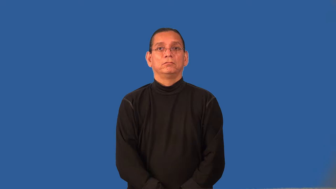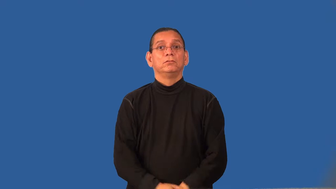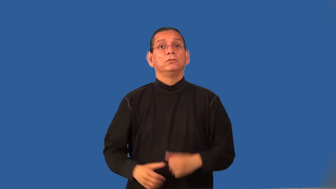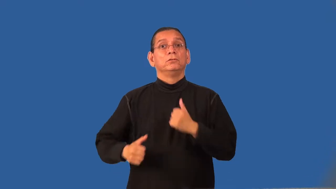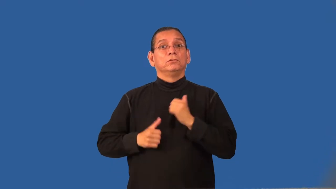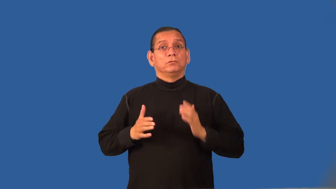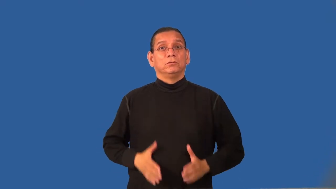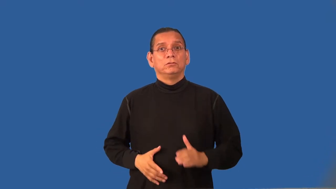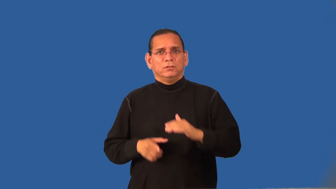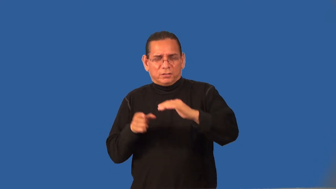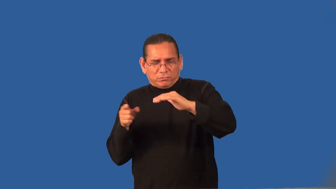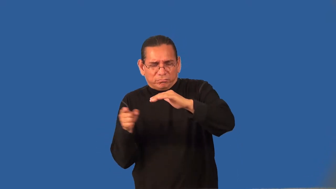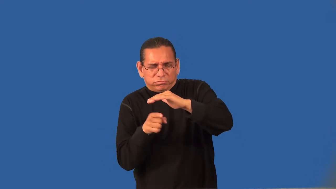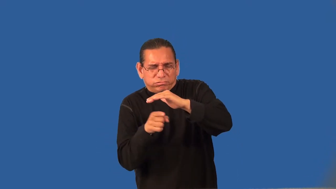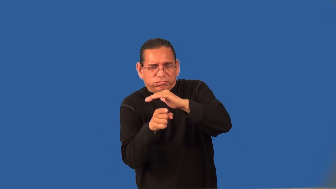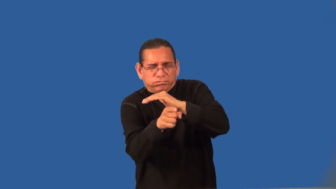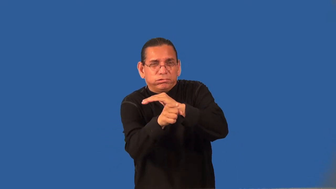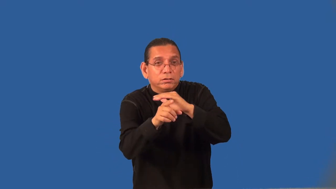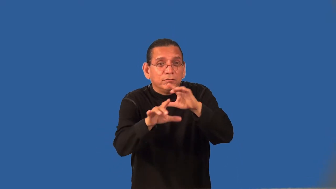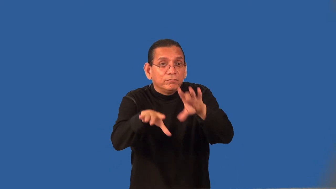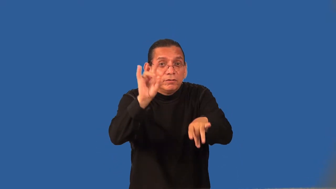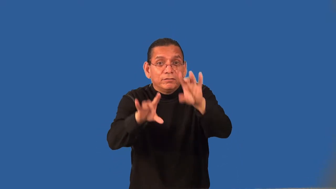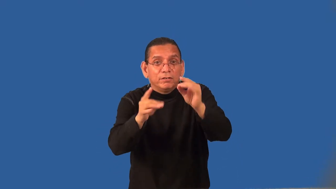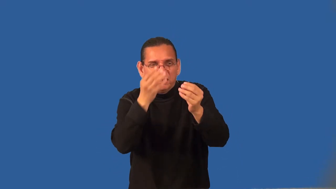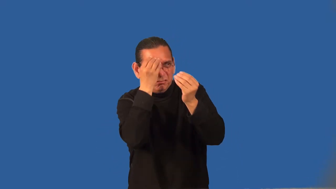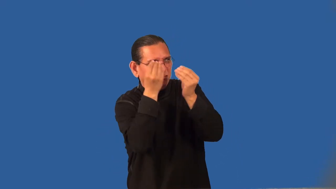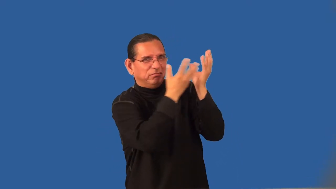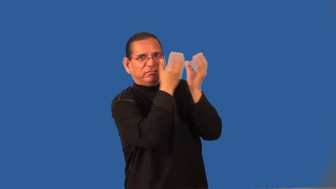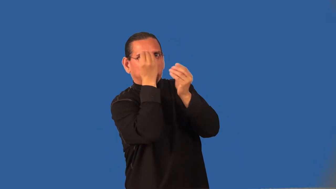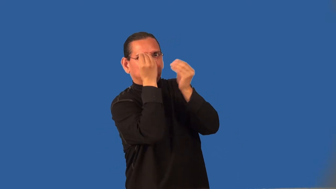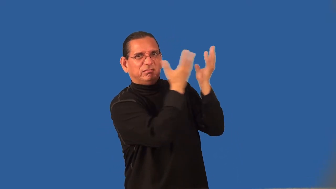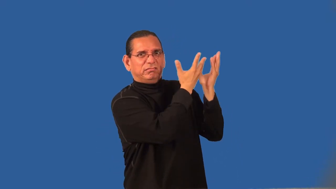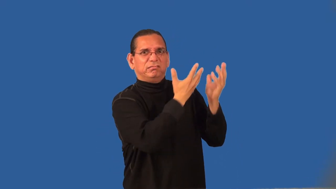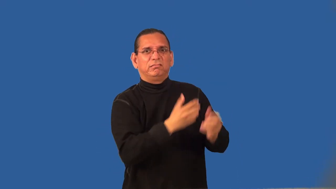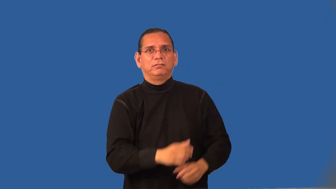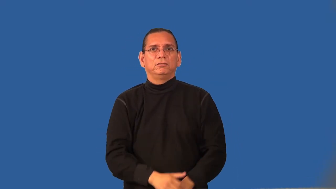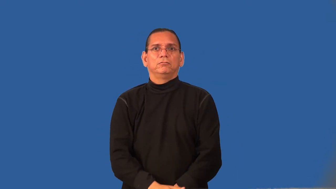scout-army